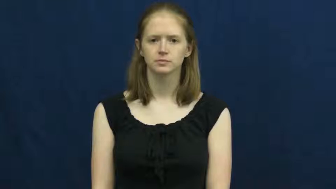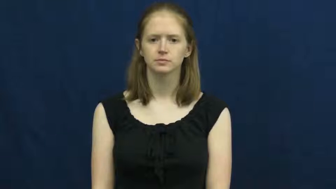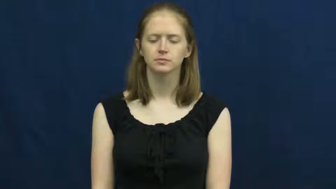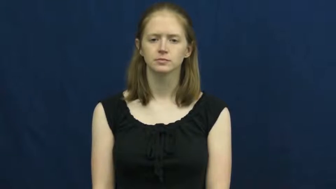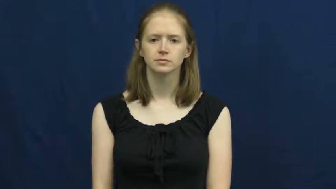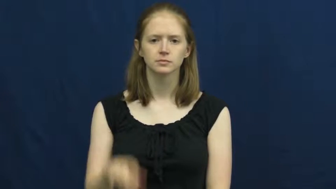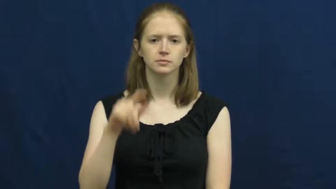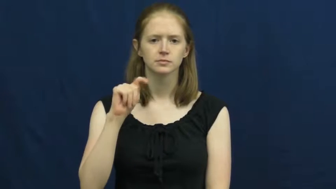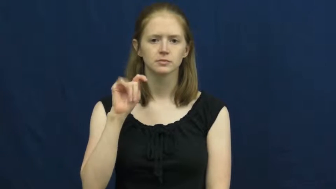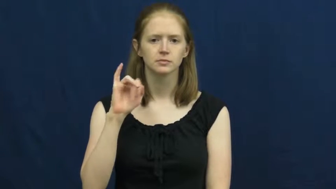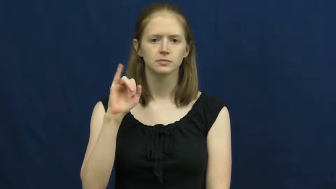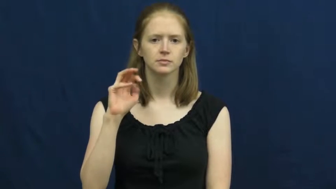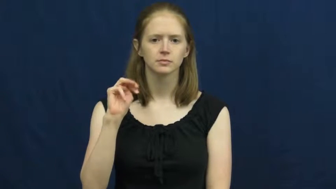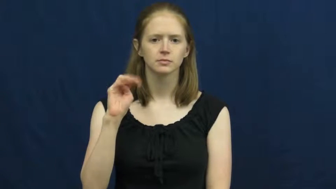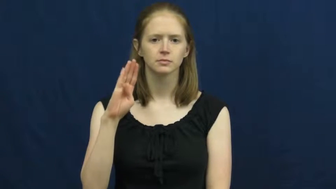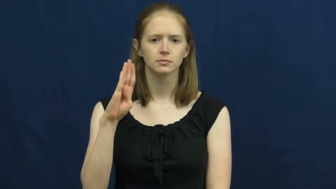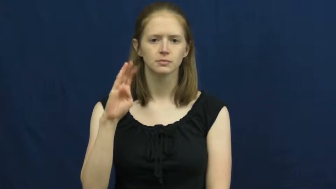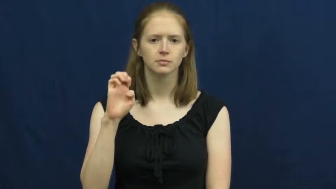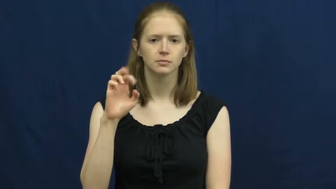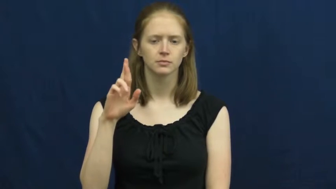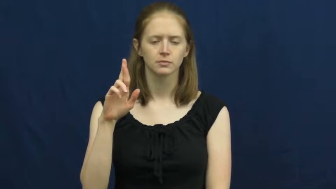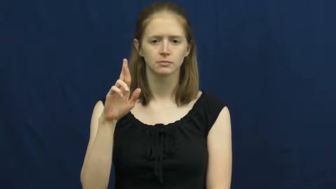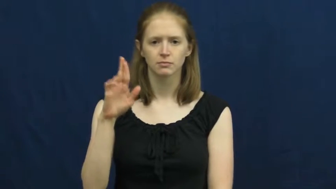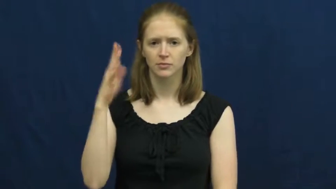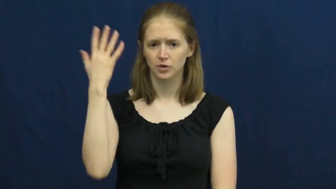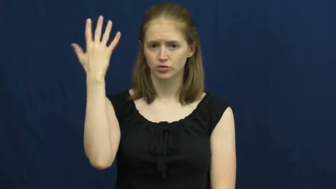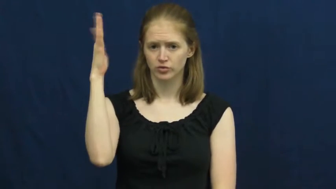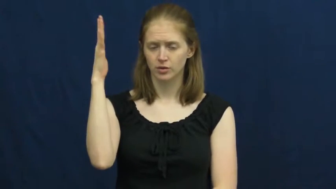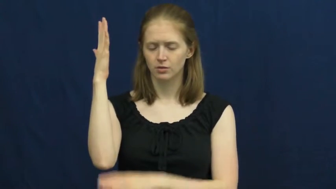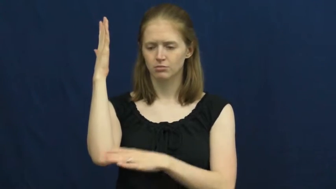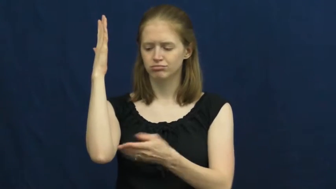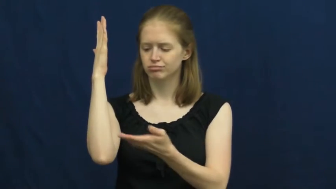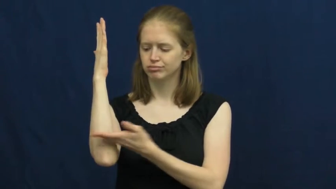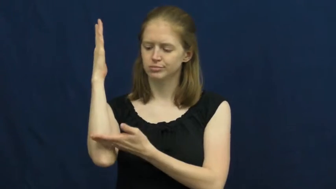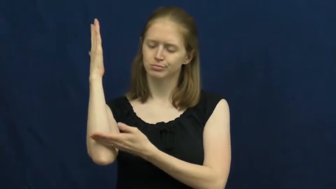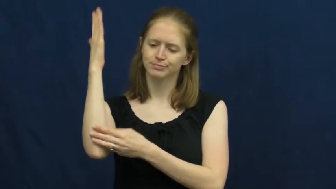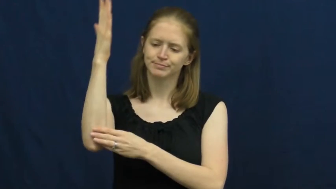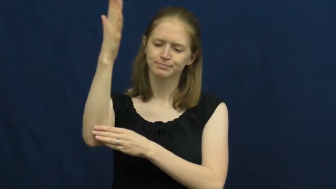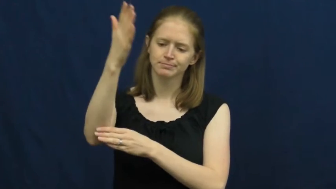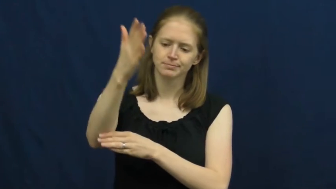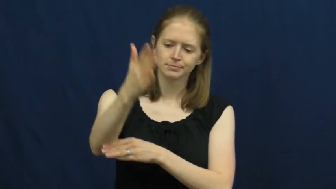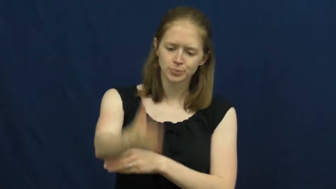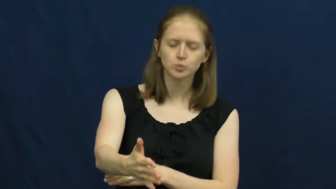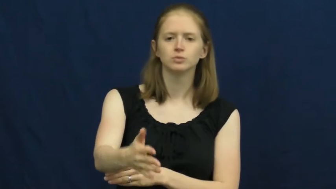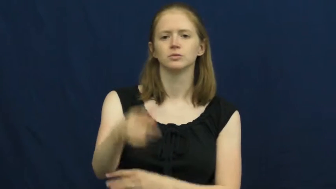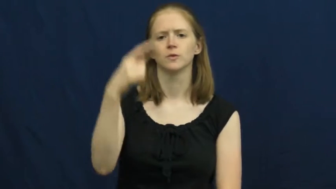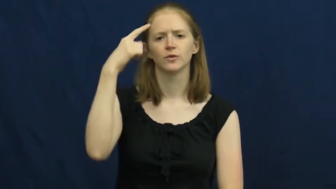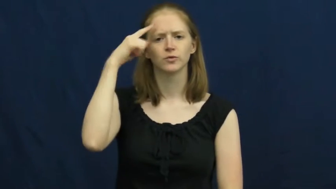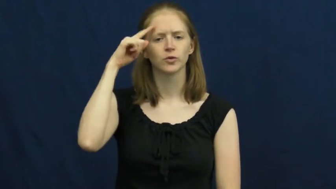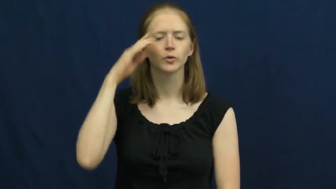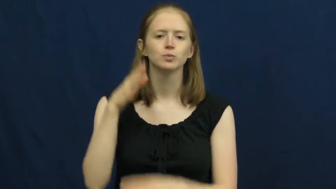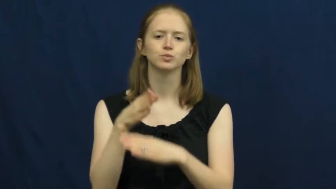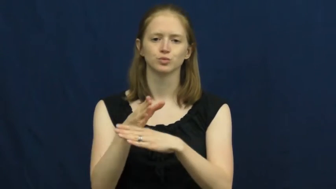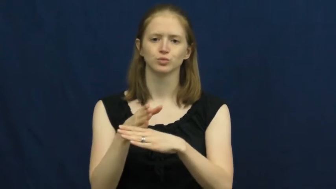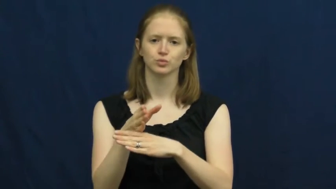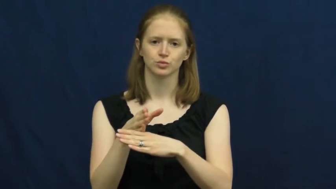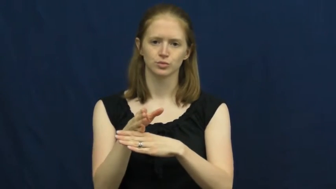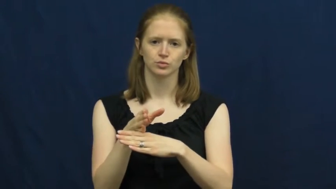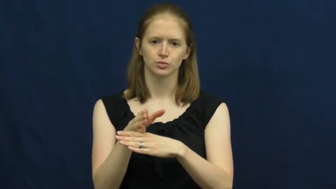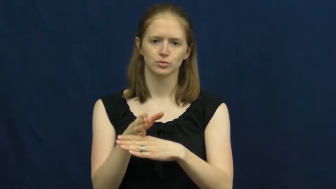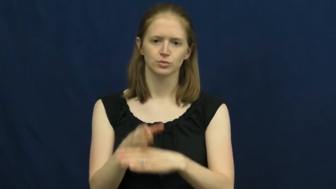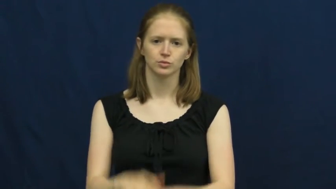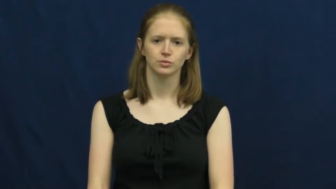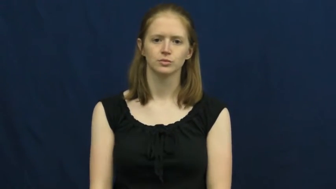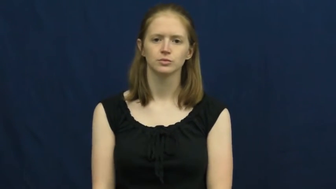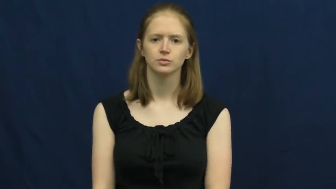timber